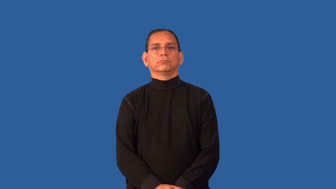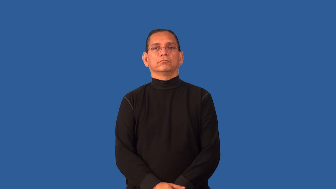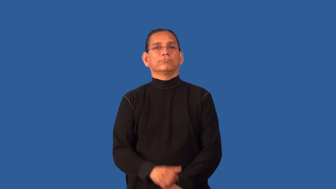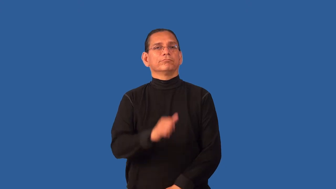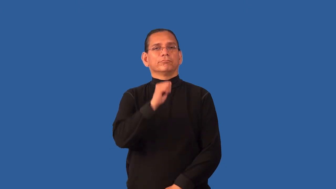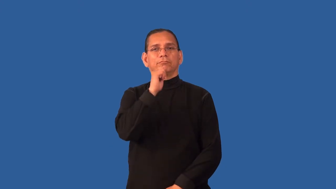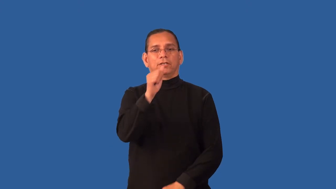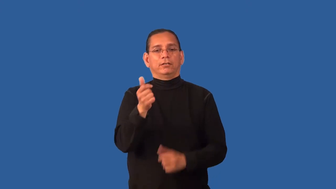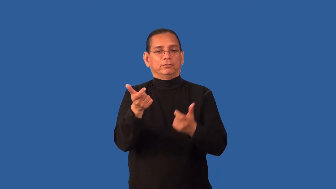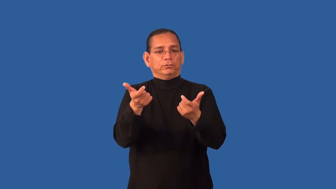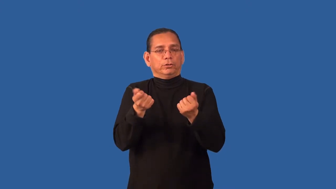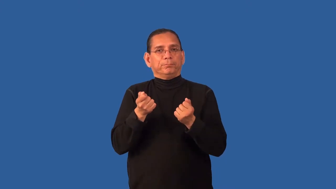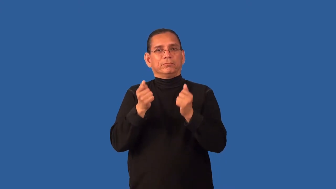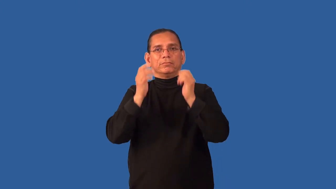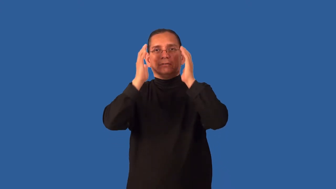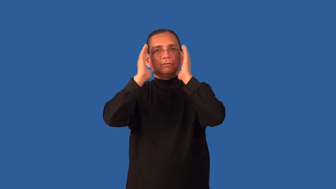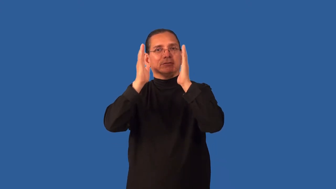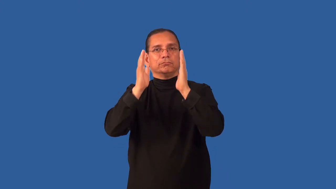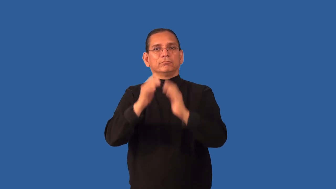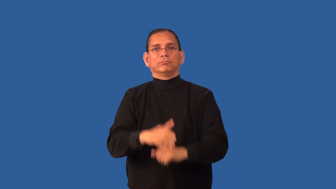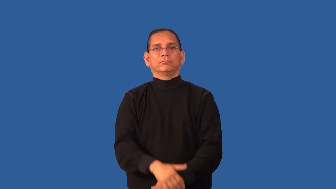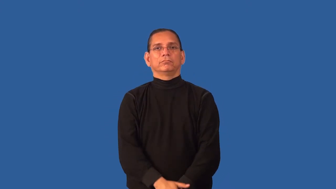discreet-not attract attention